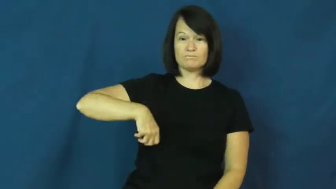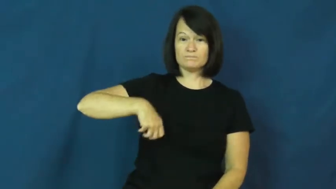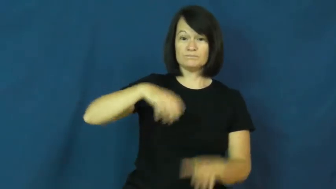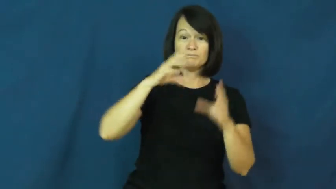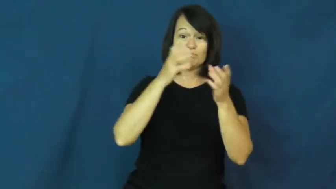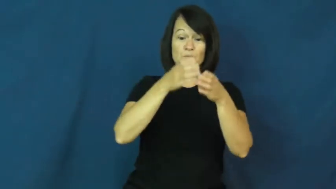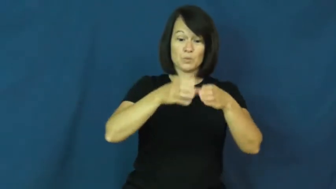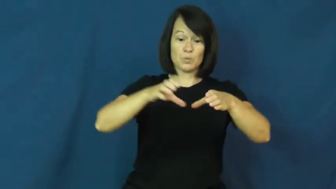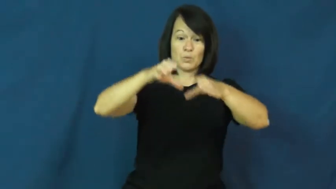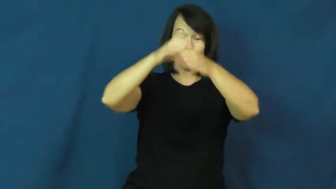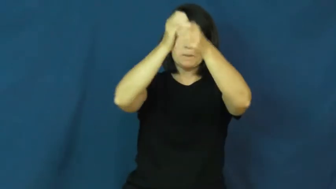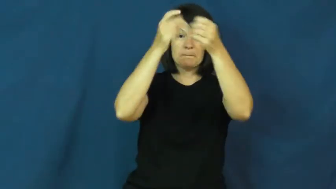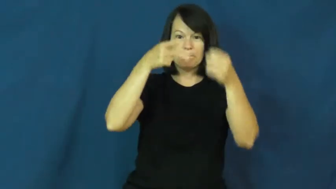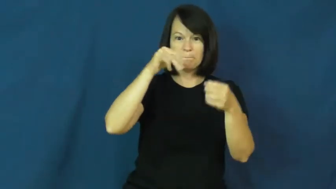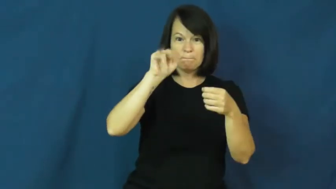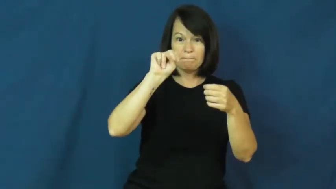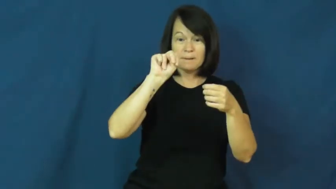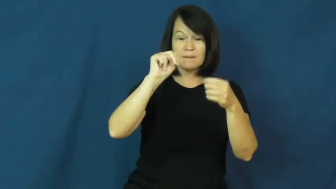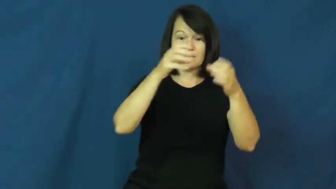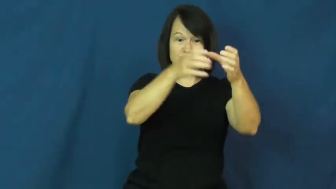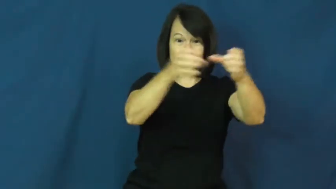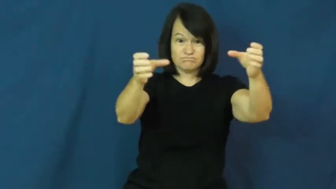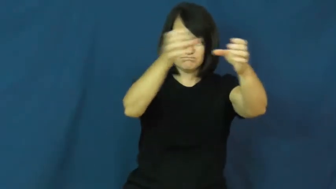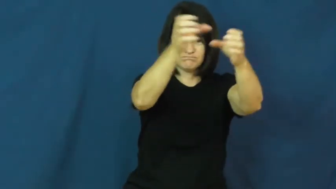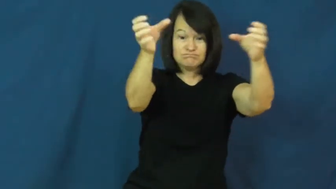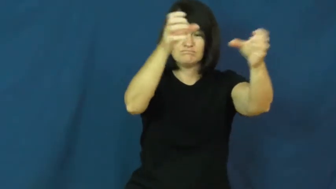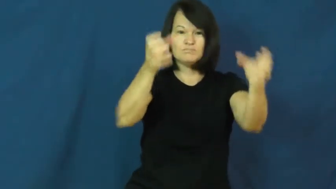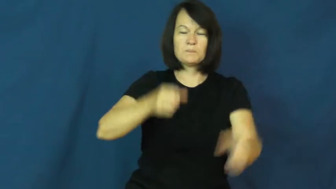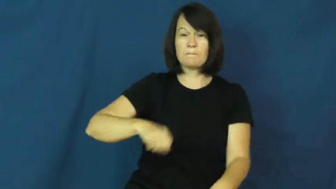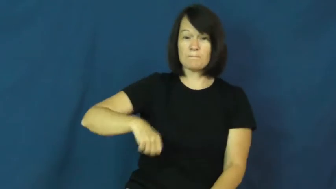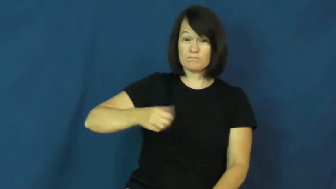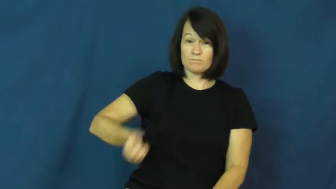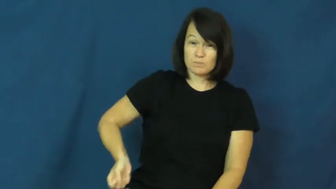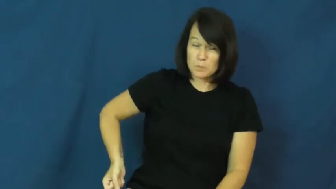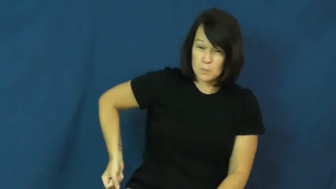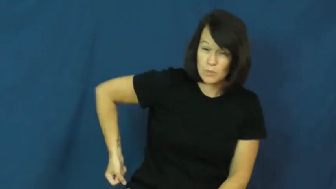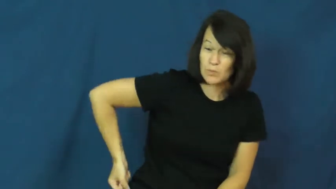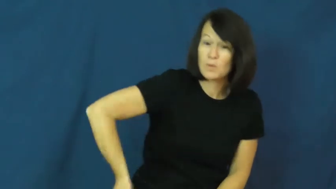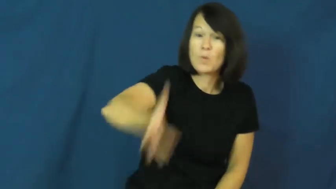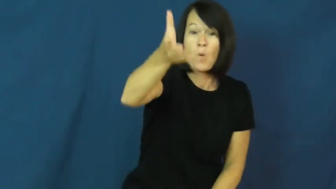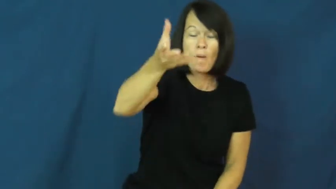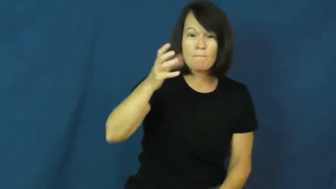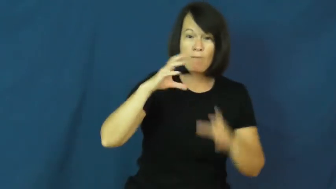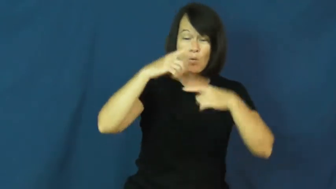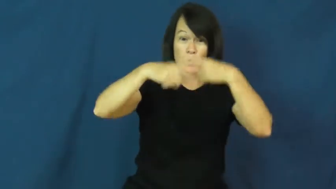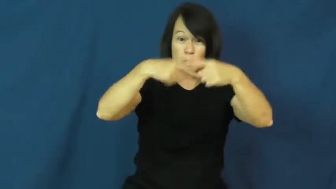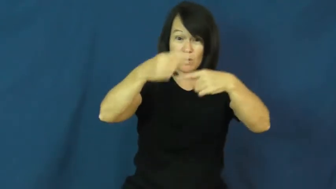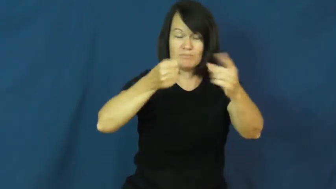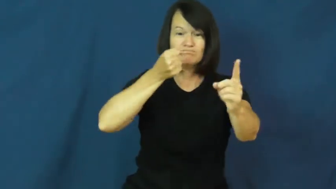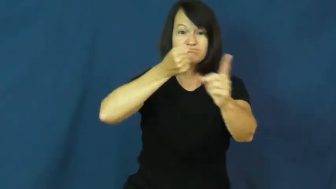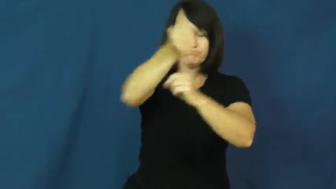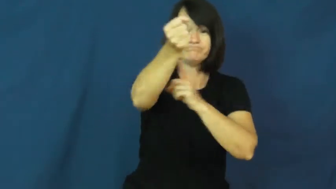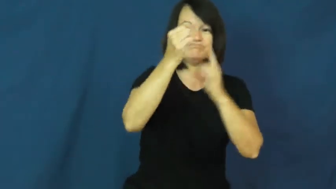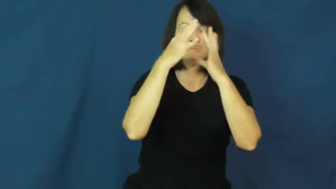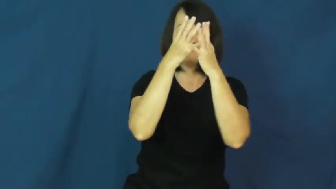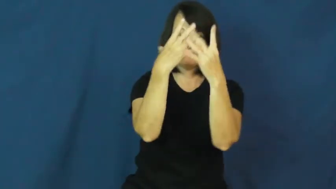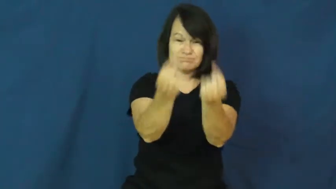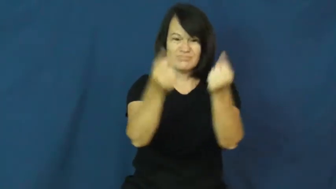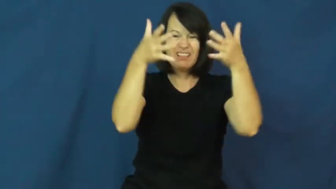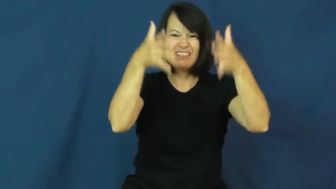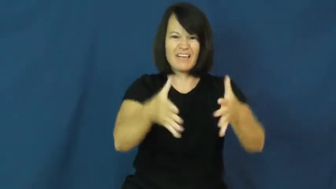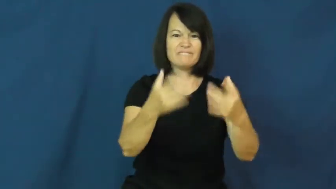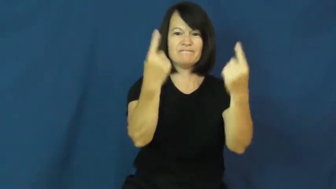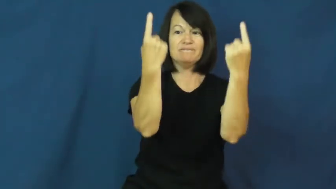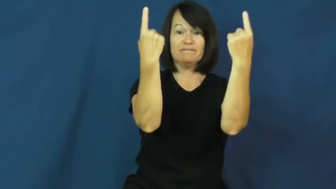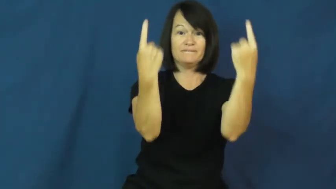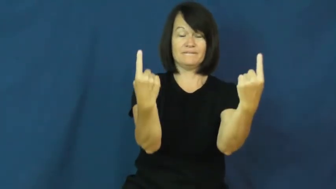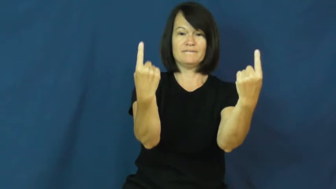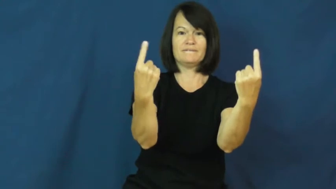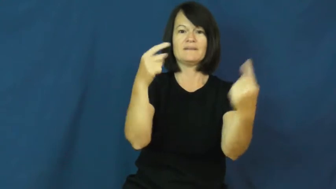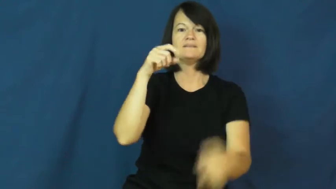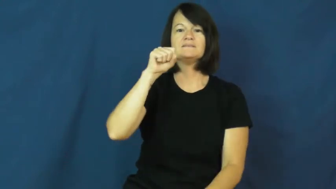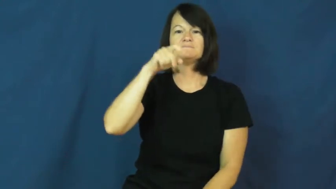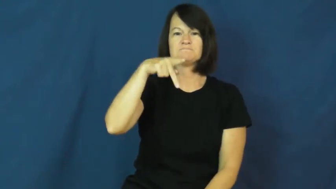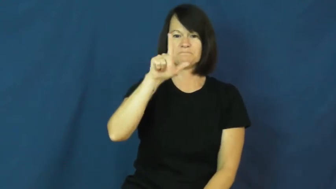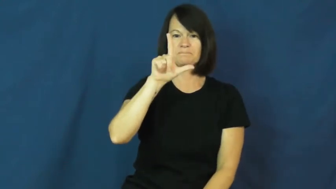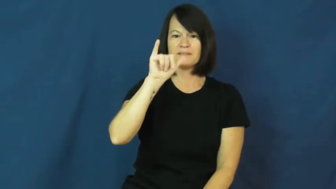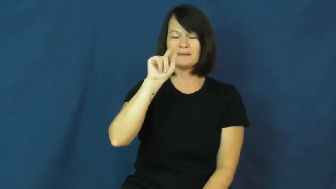split-bowling